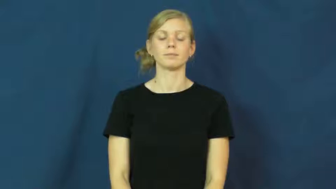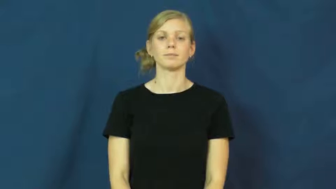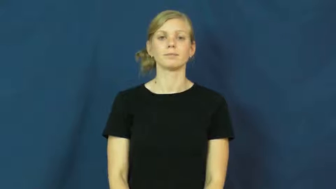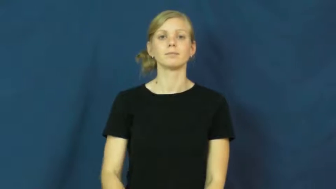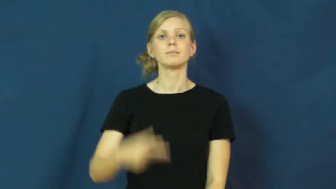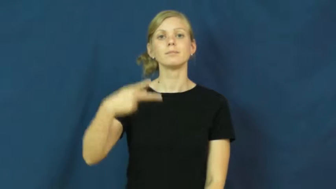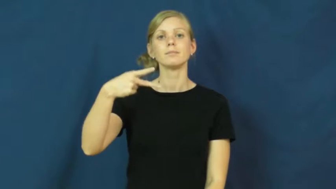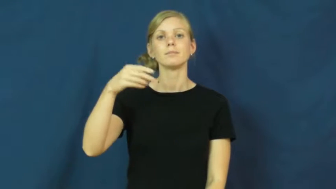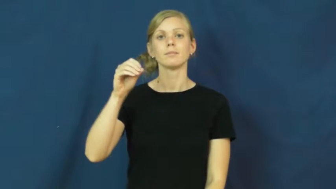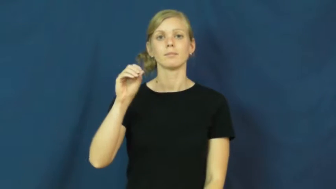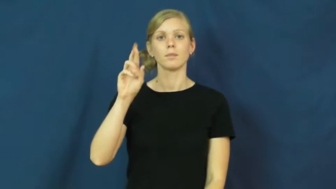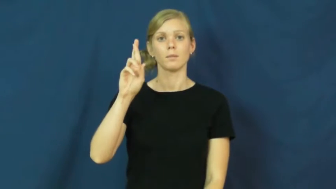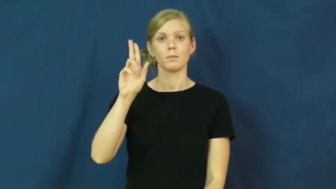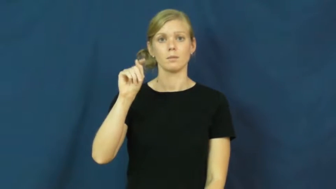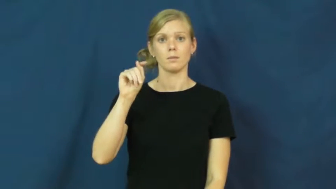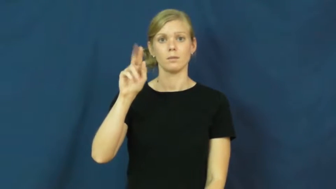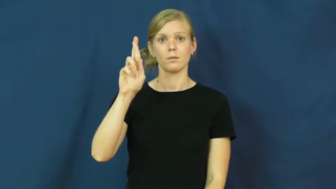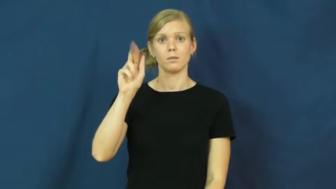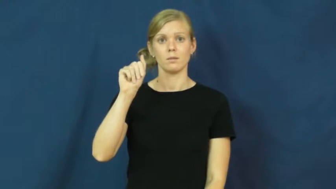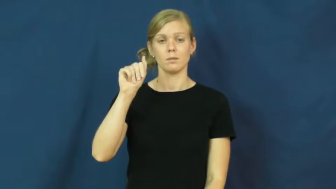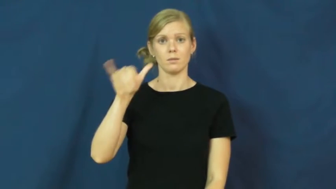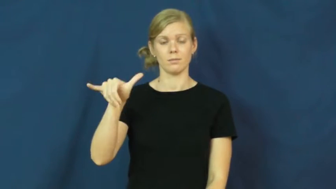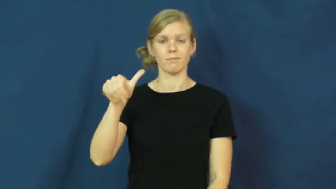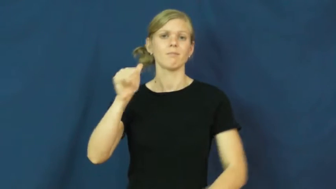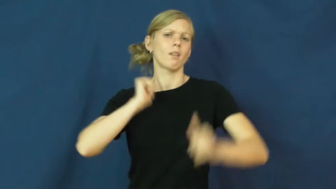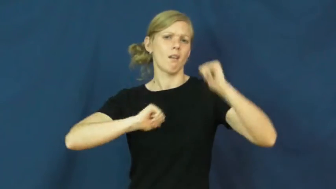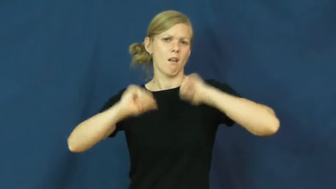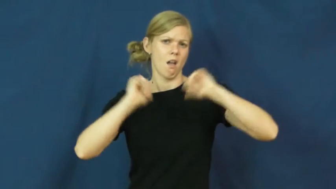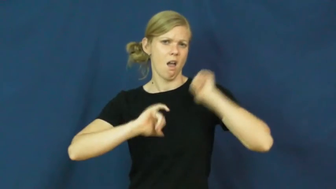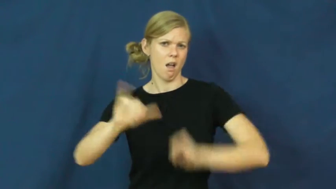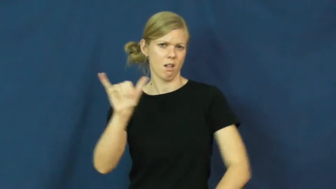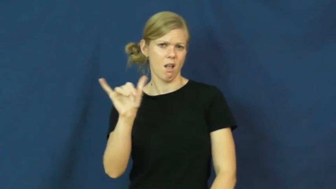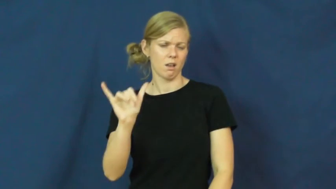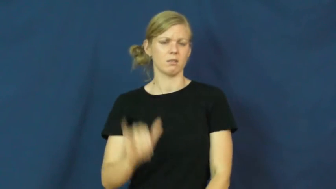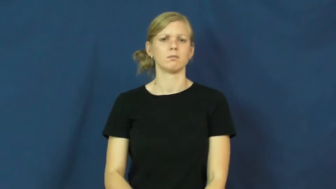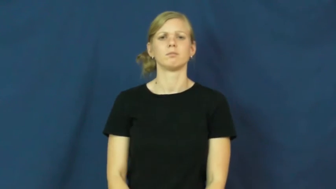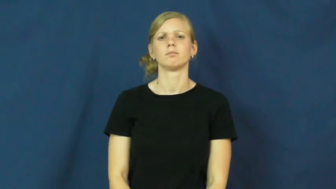portray-act like